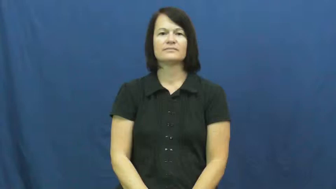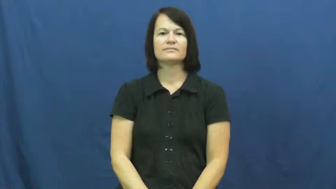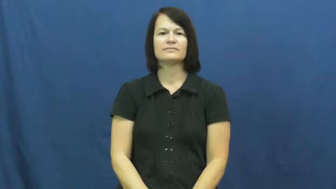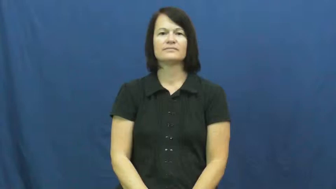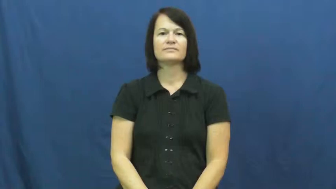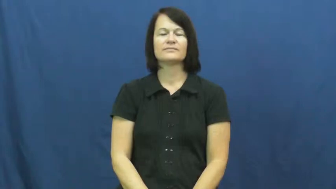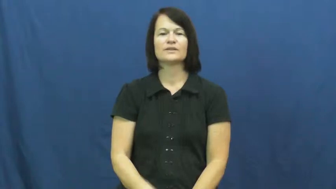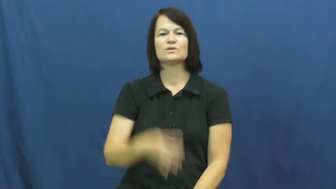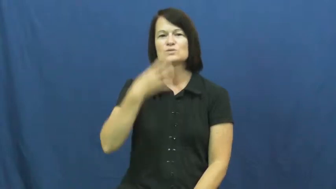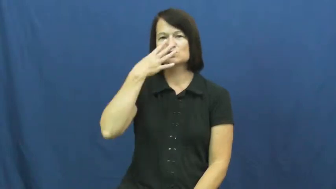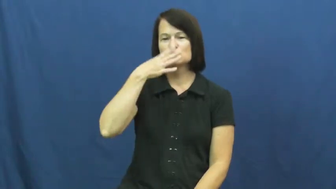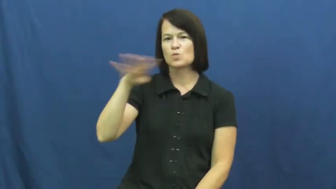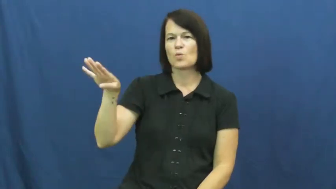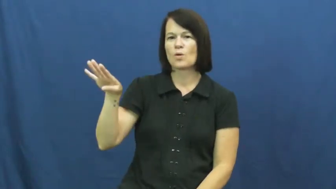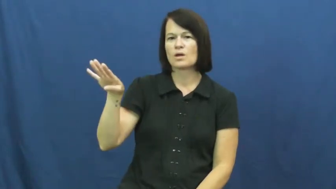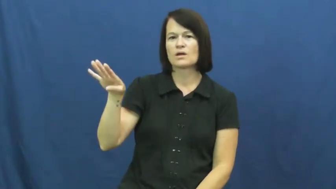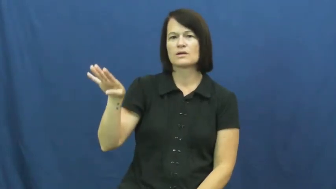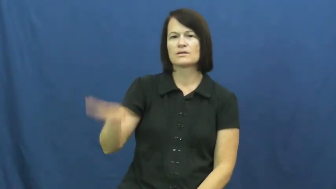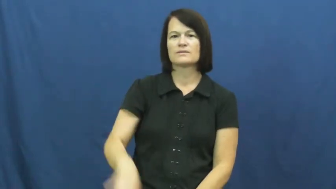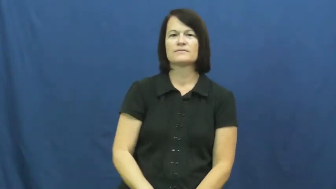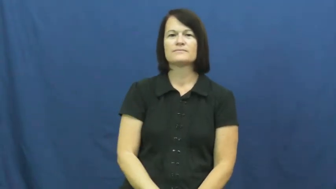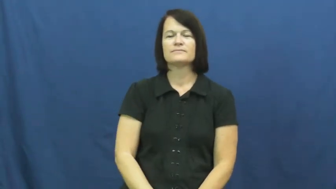neglect,misprision